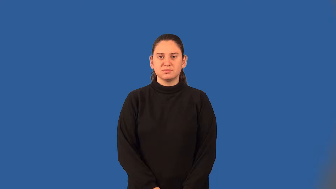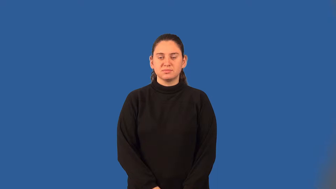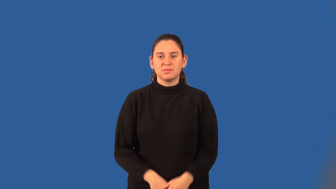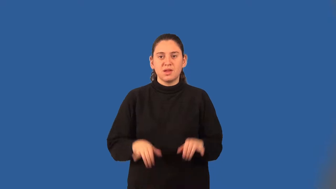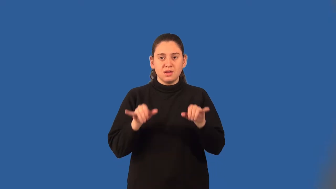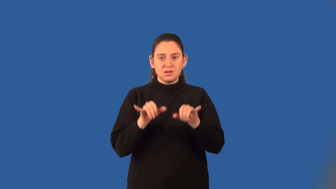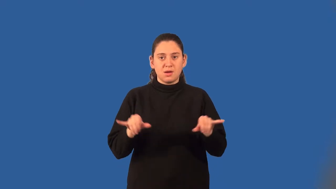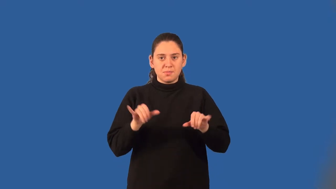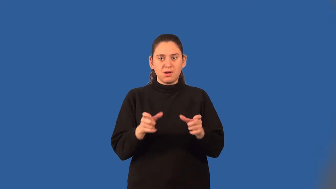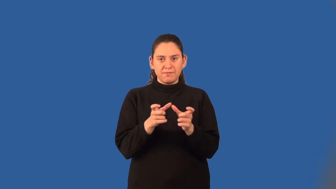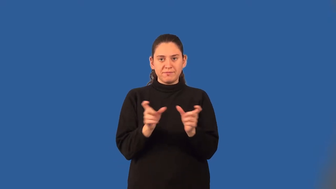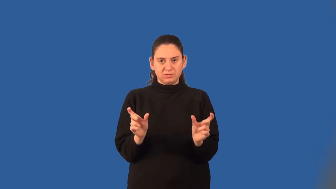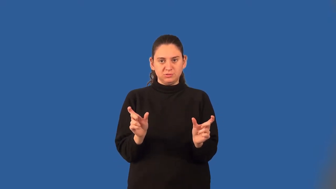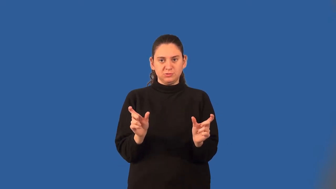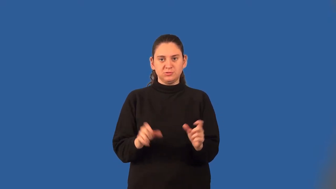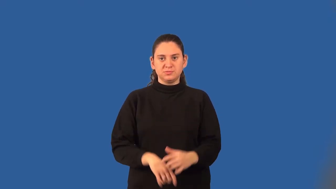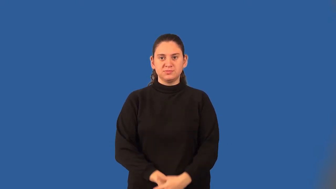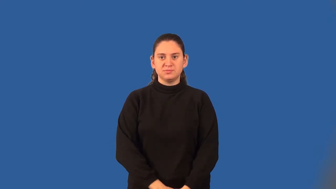common factor